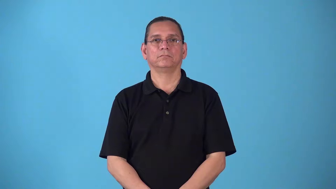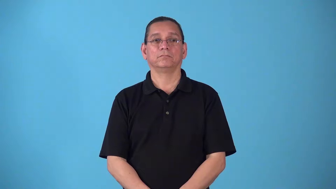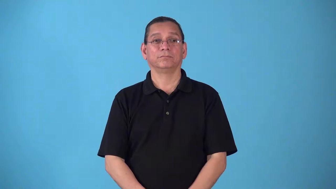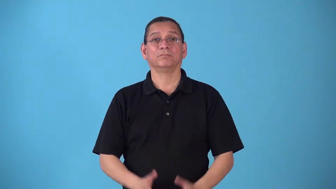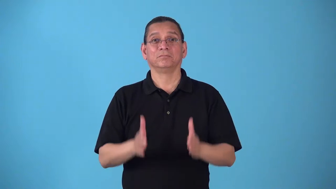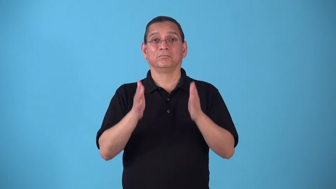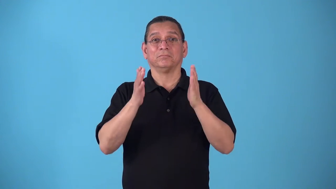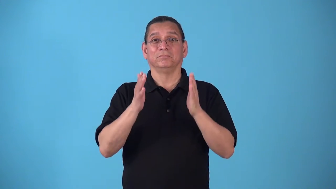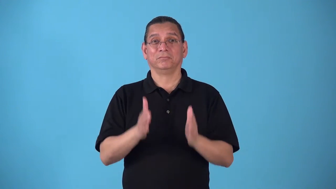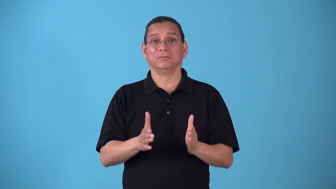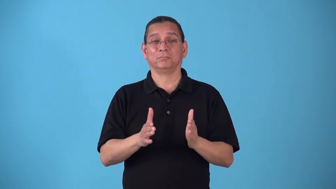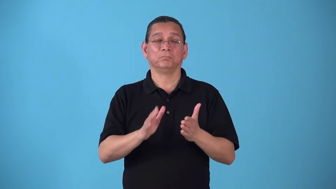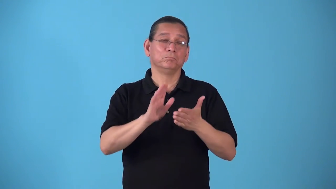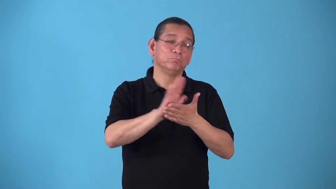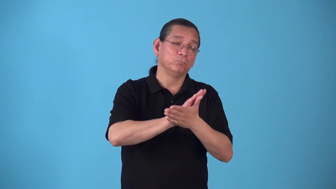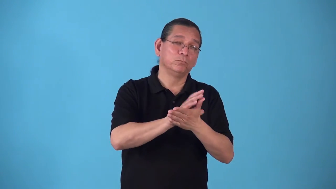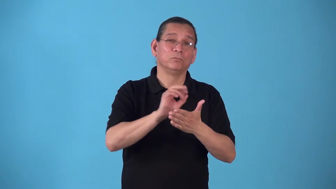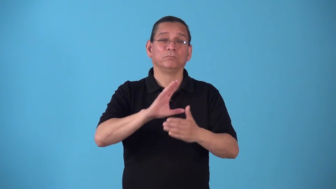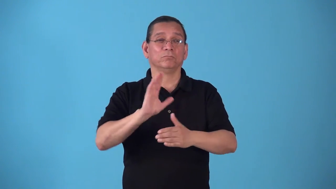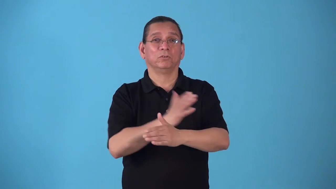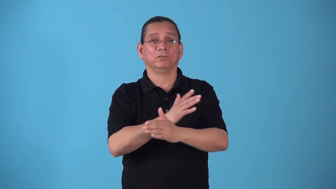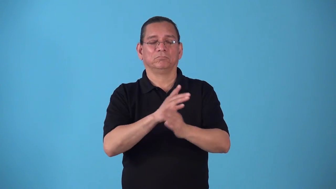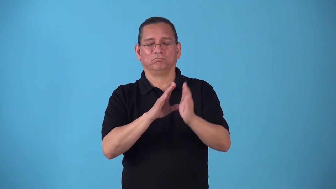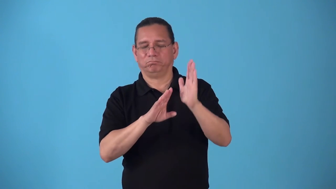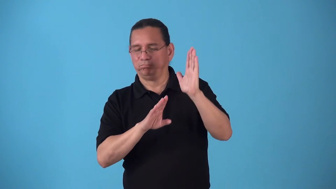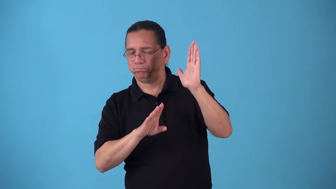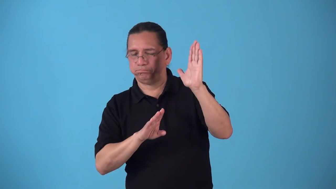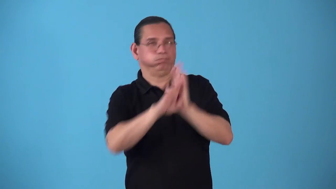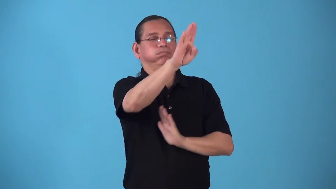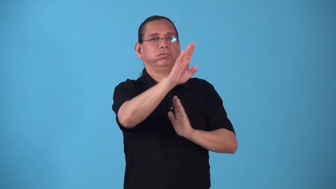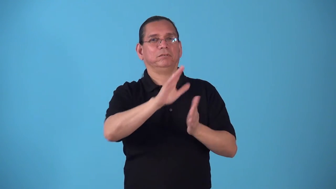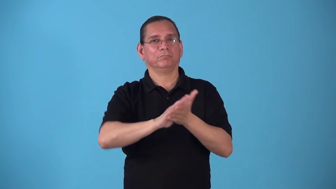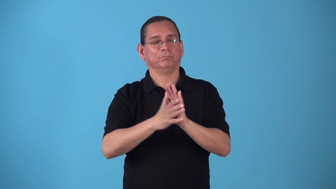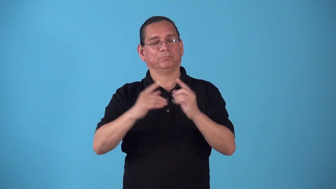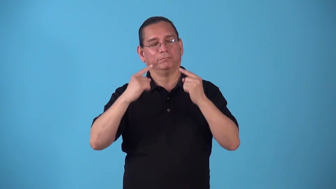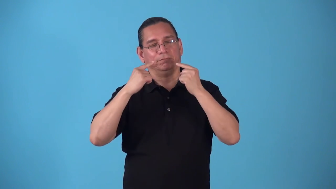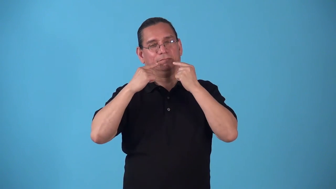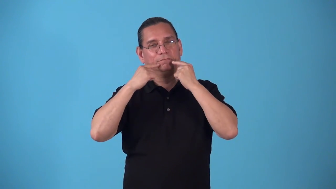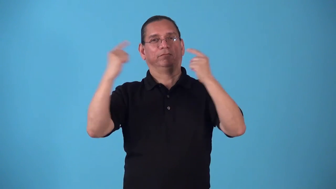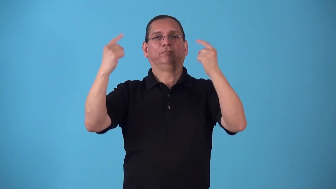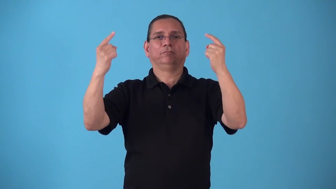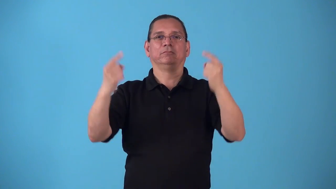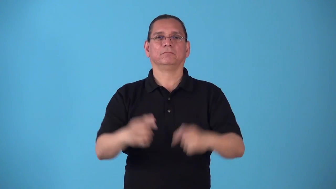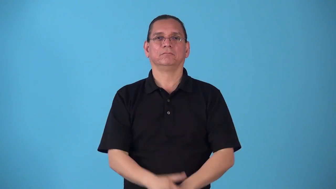stardom